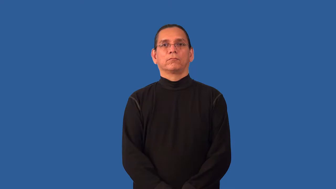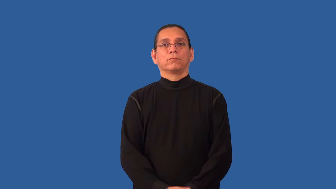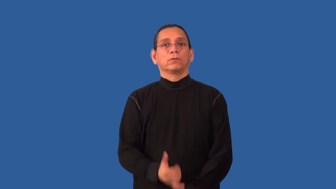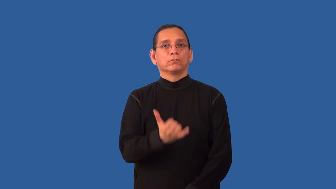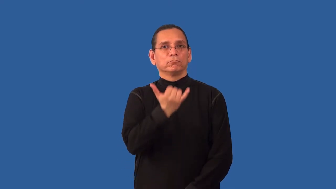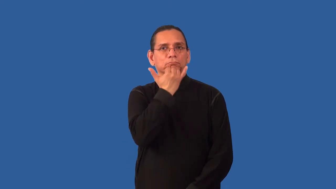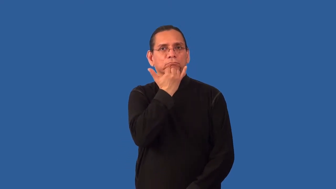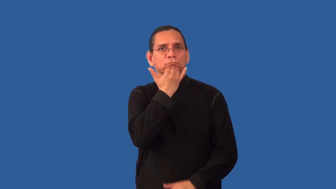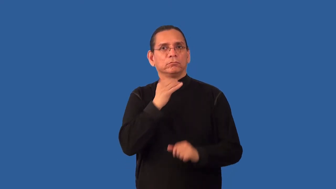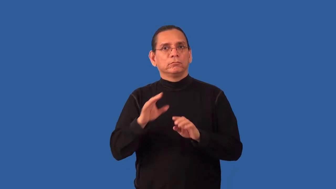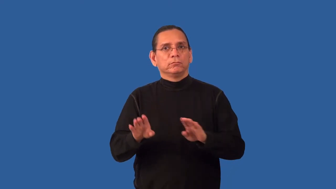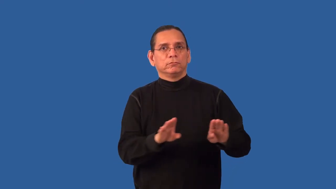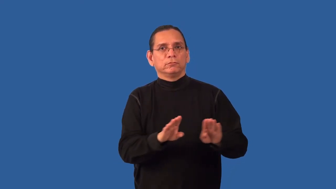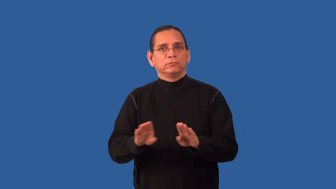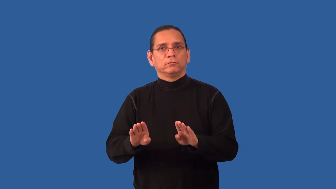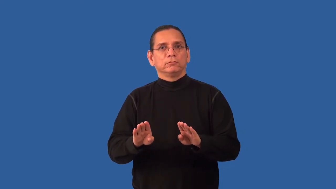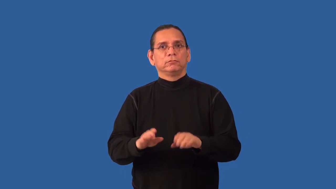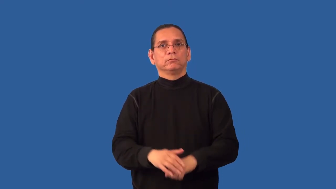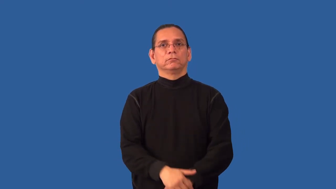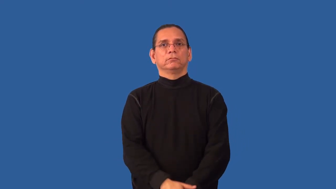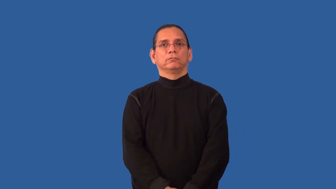impropriety